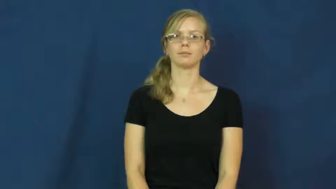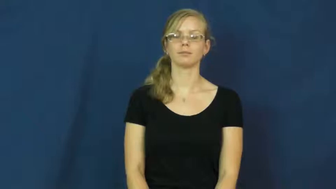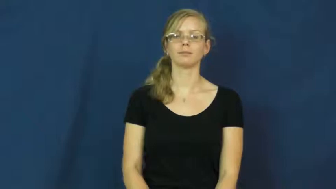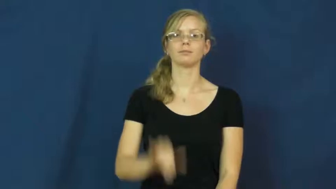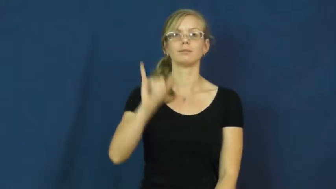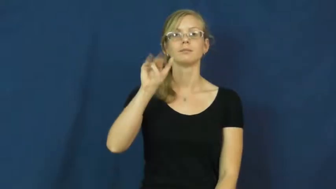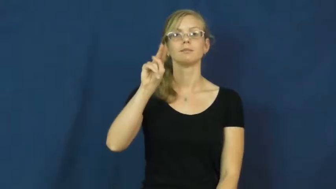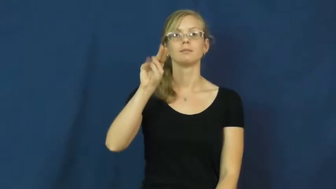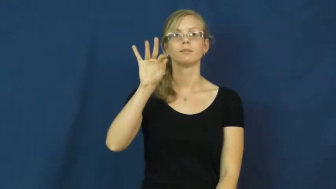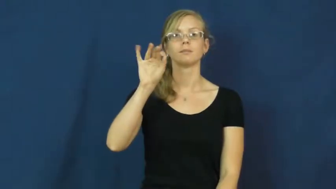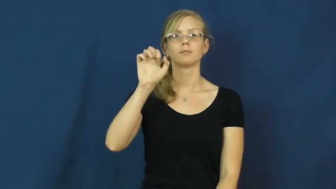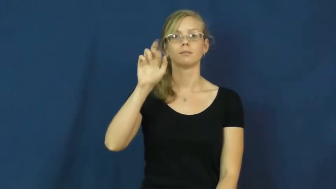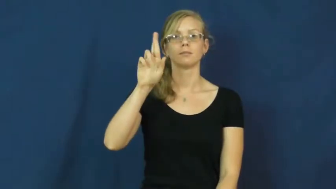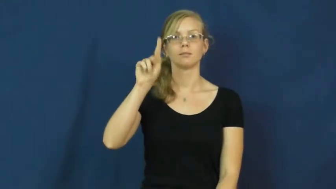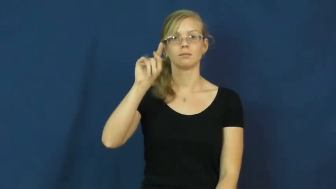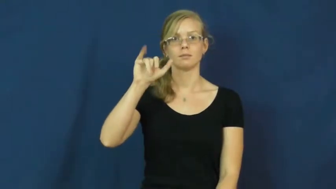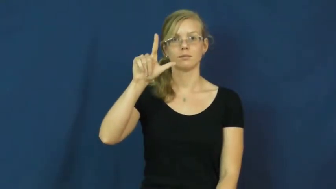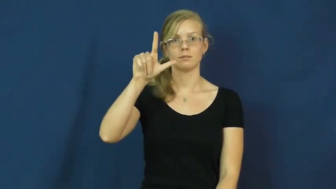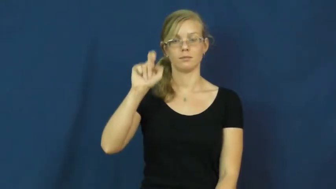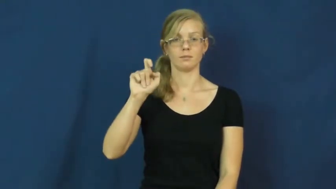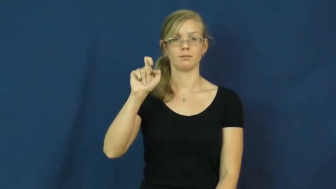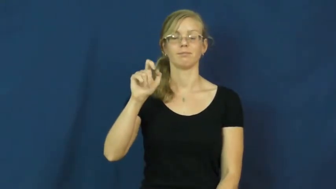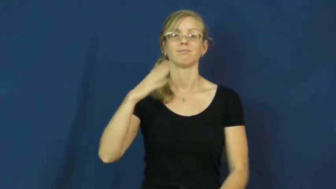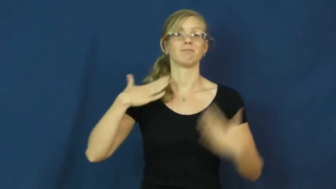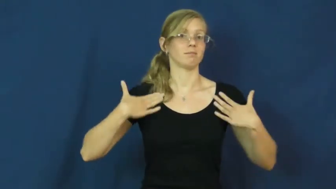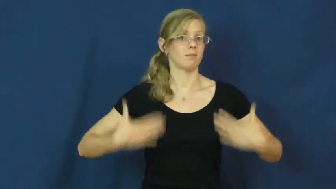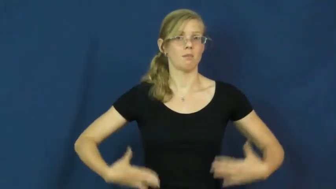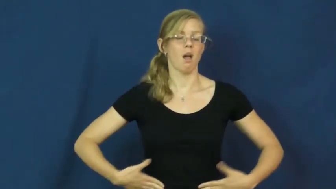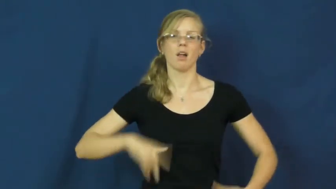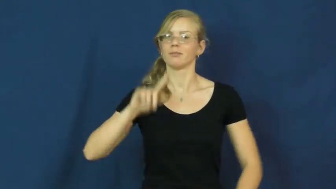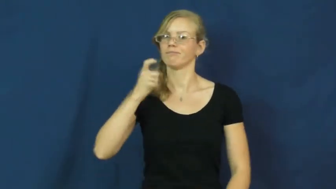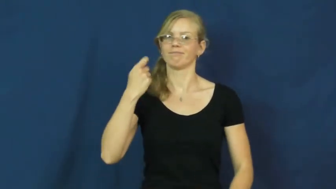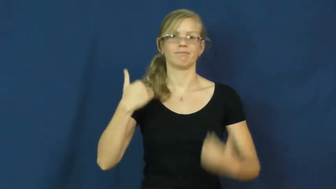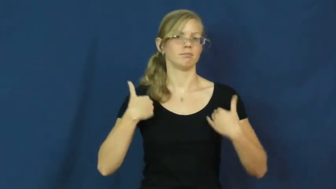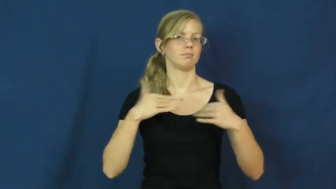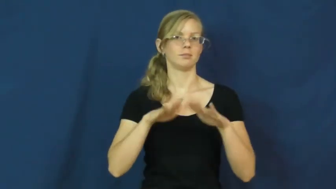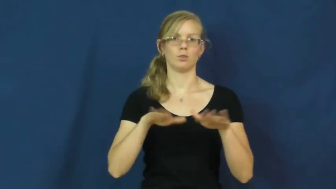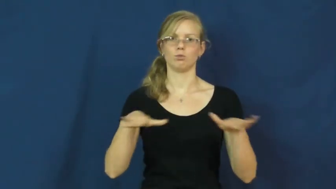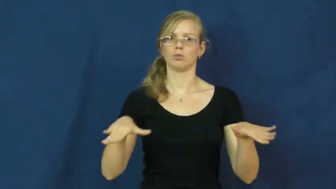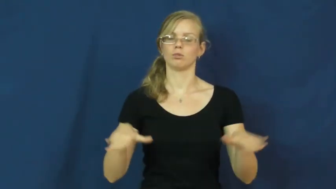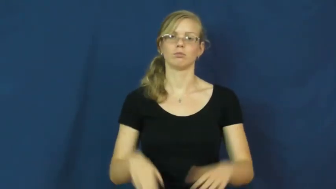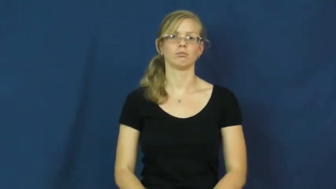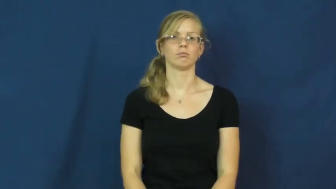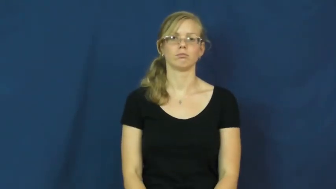infertile,unfertile-person